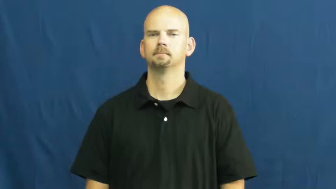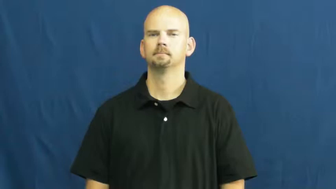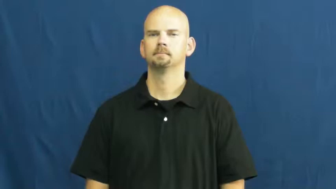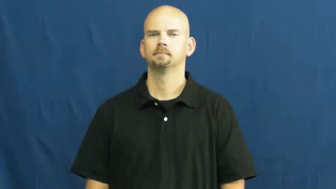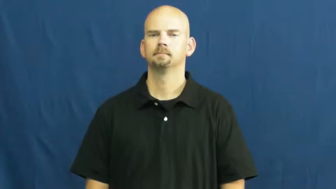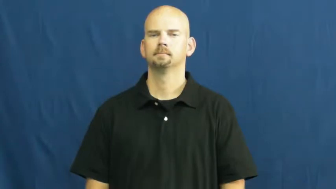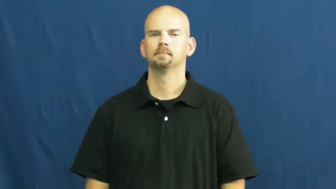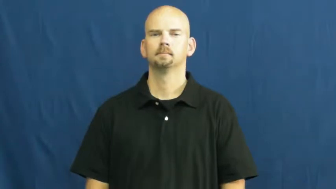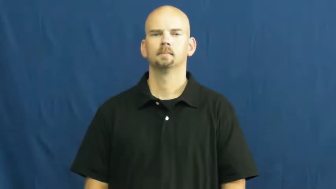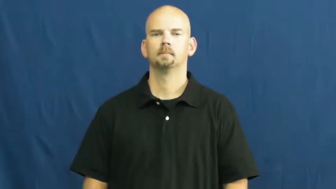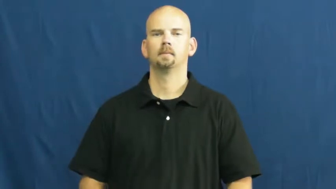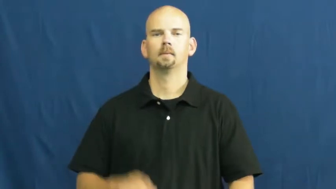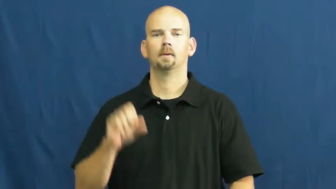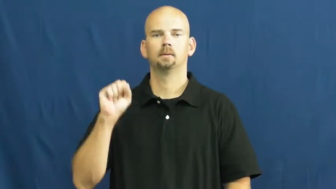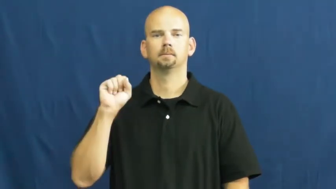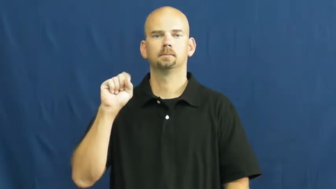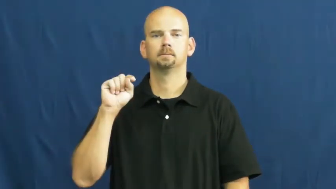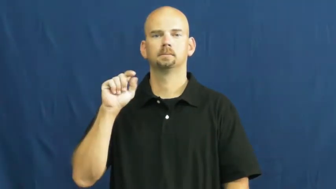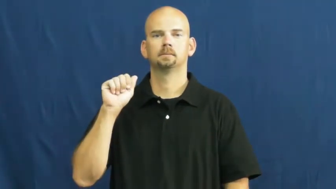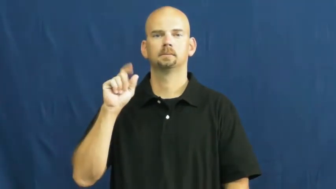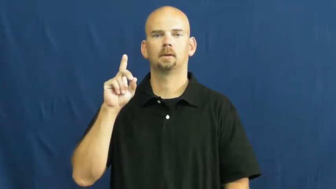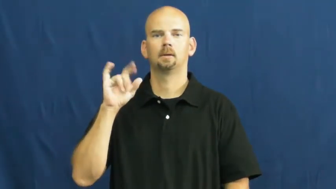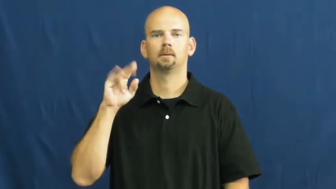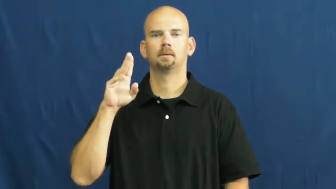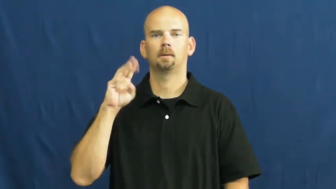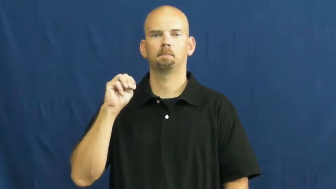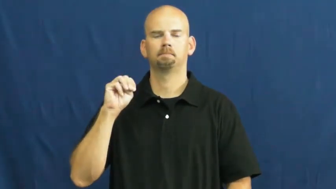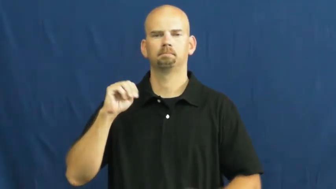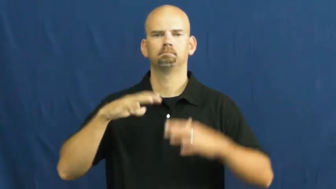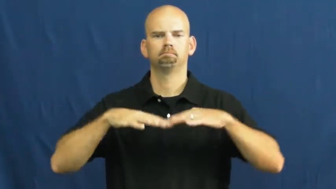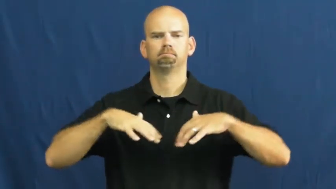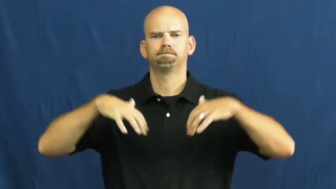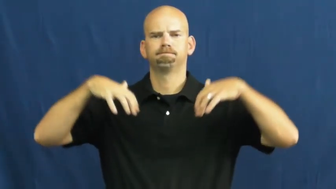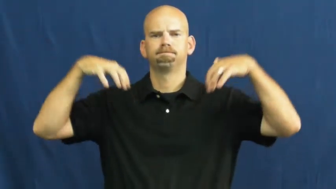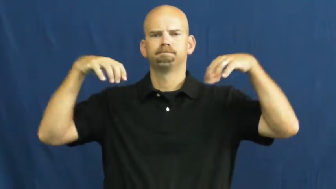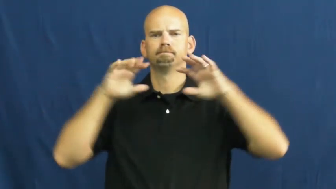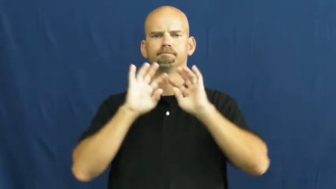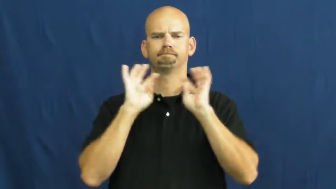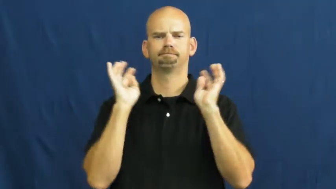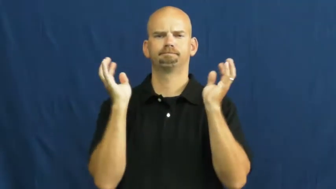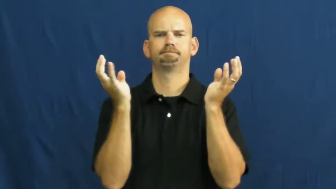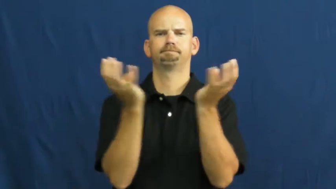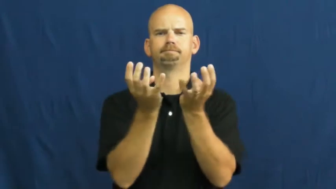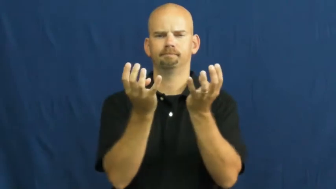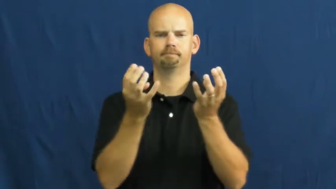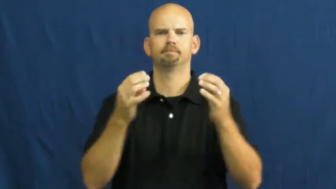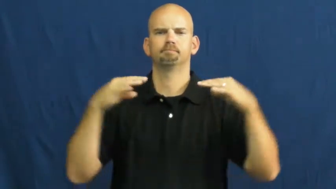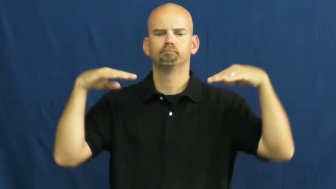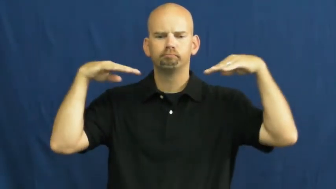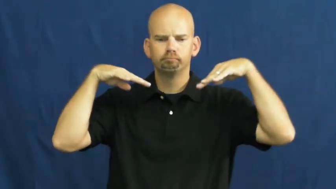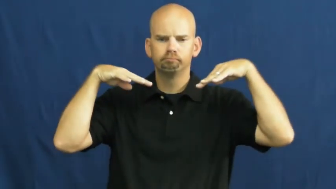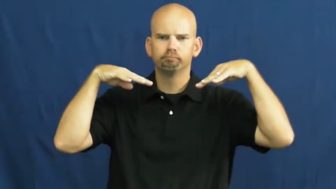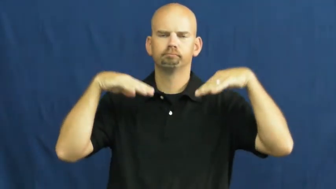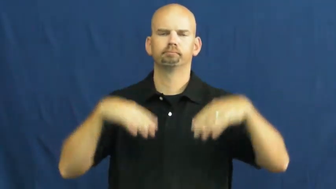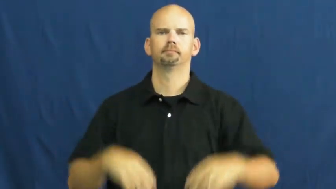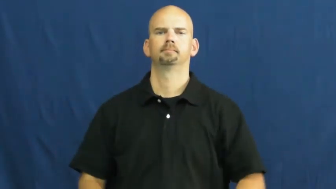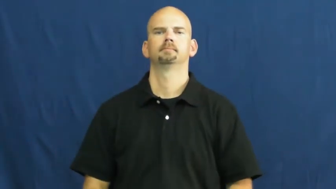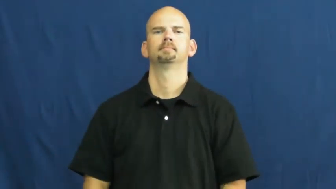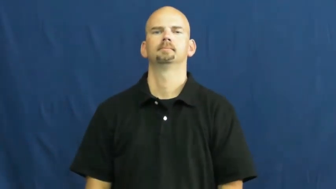stadium